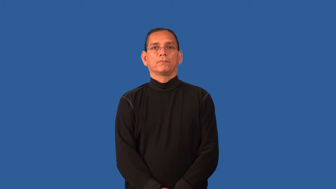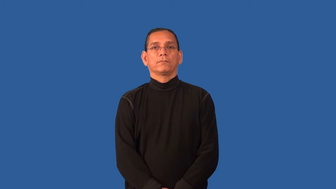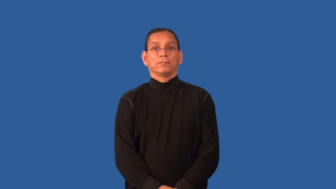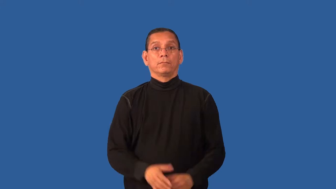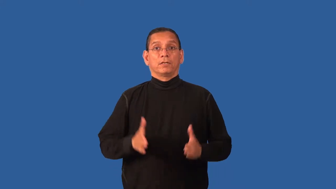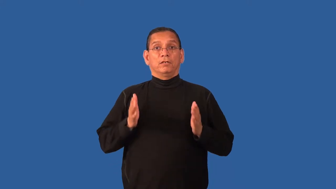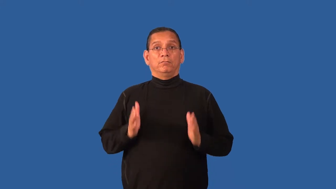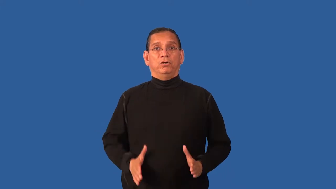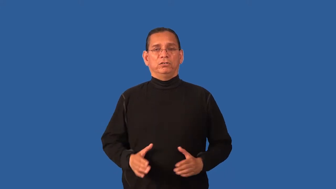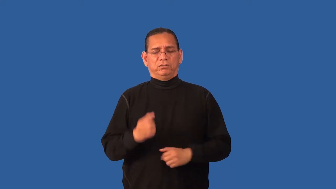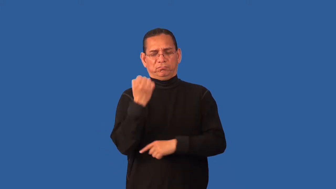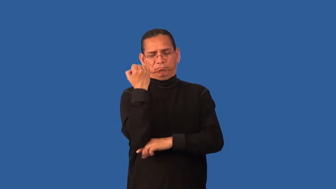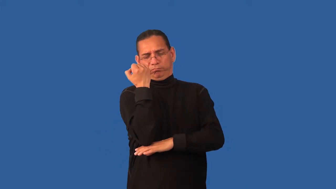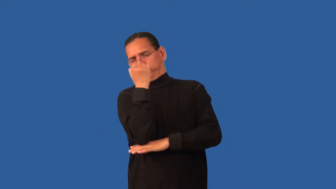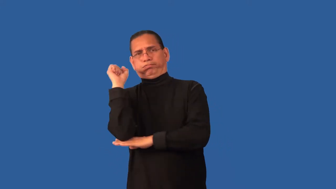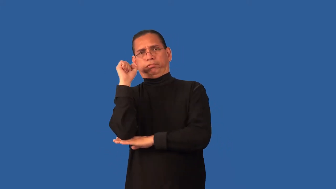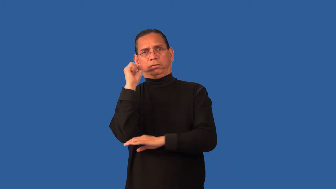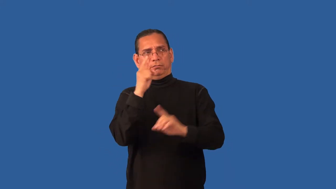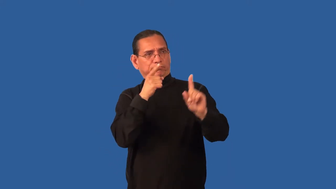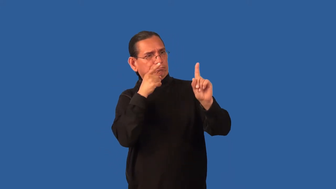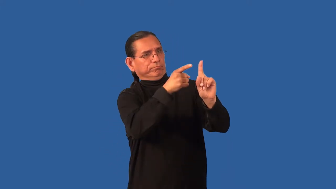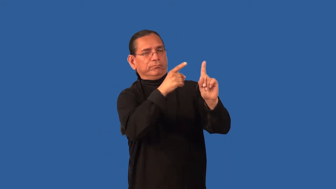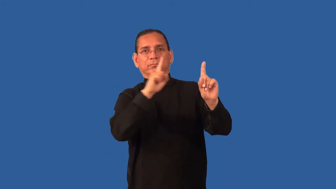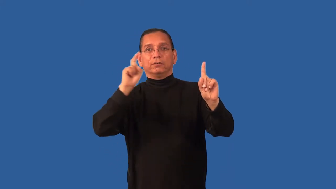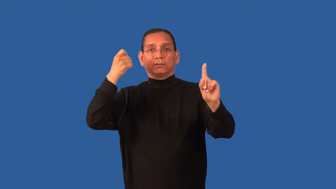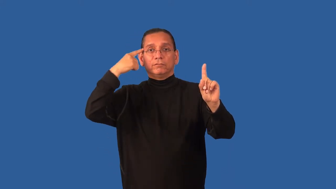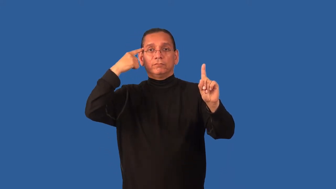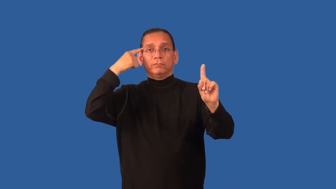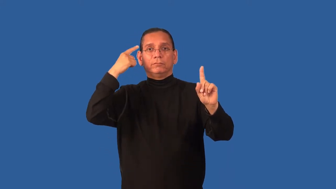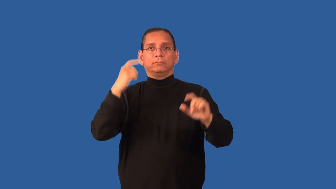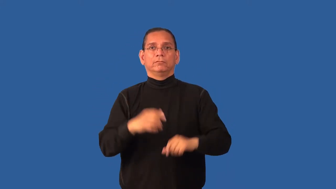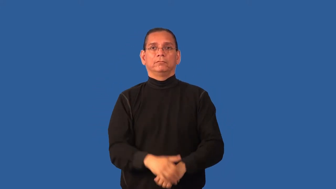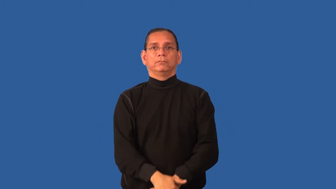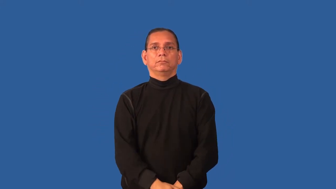dissident